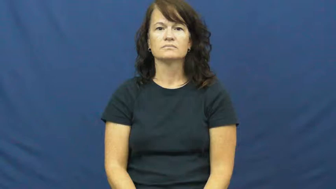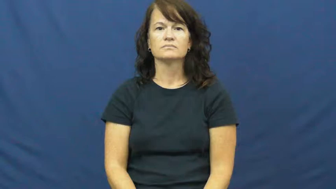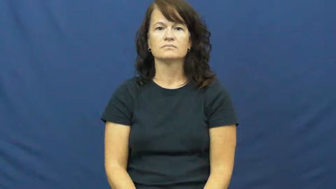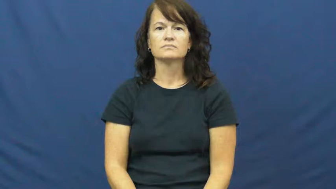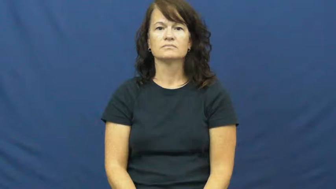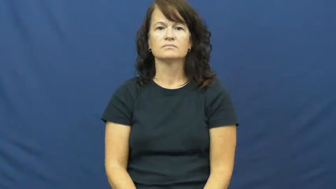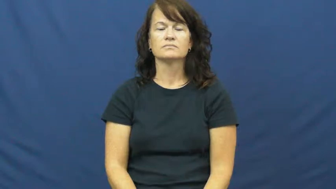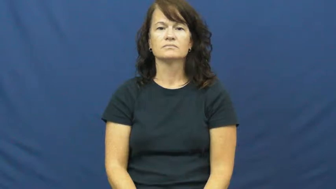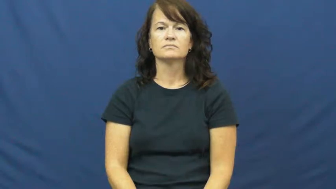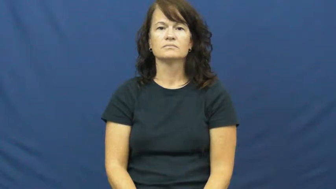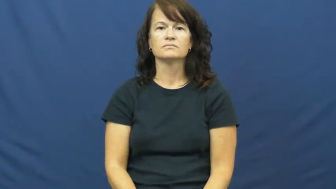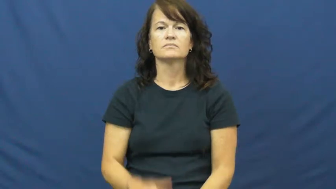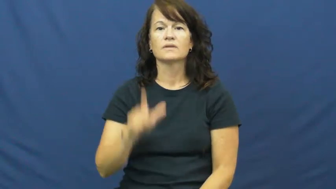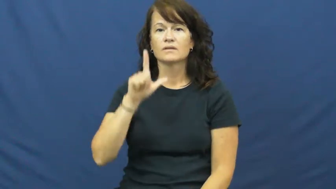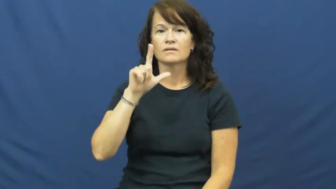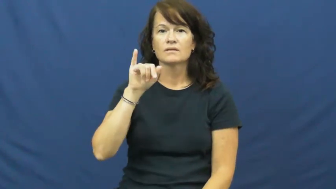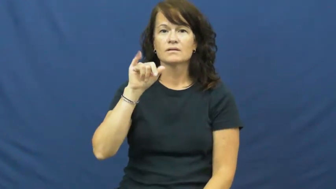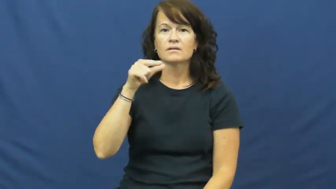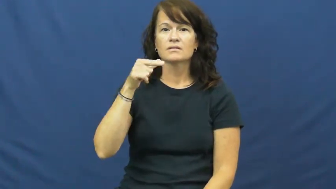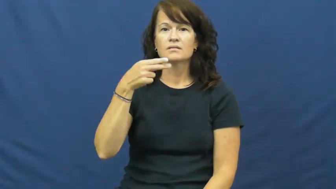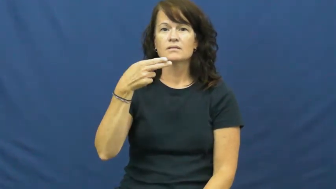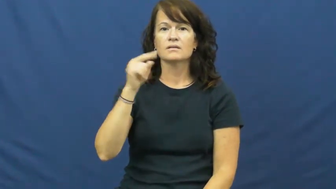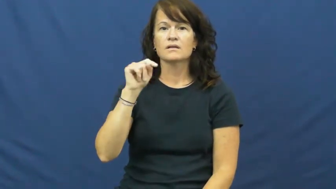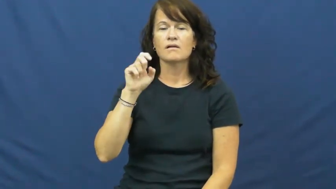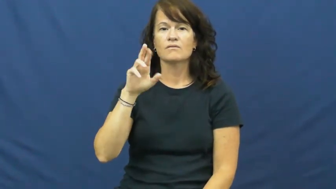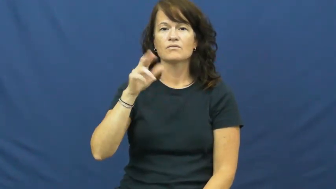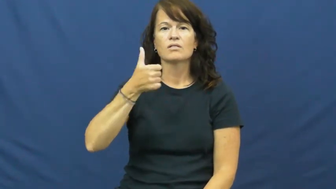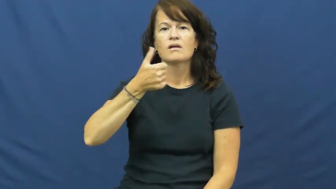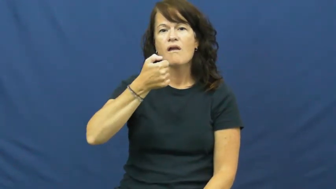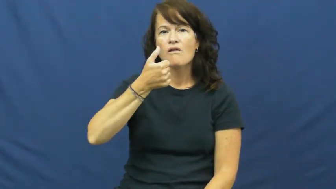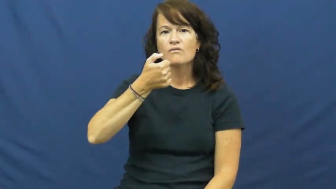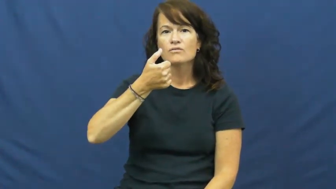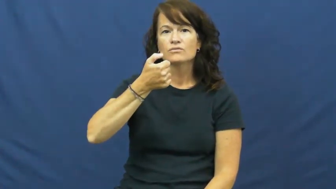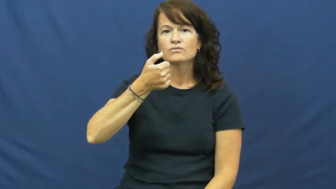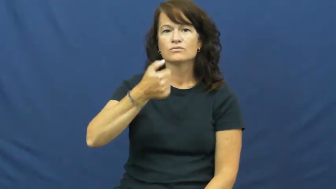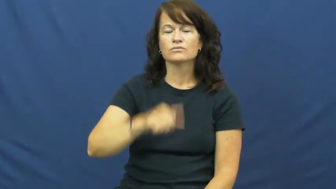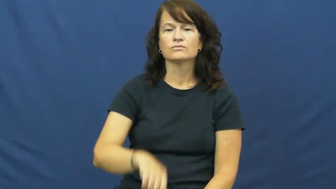lighter